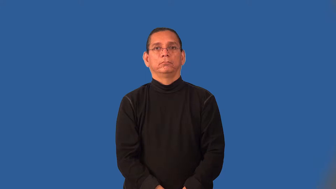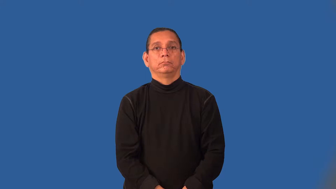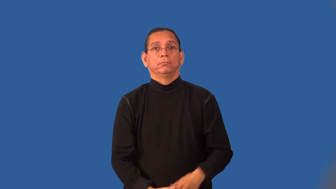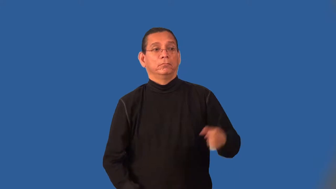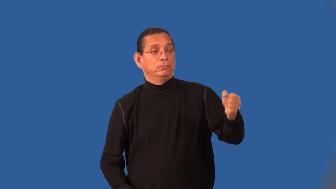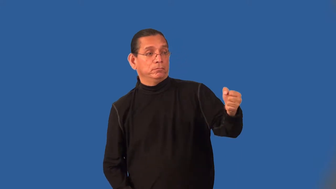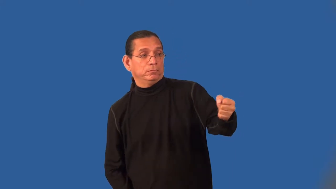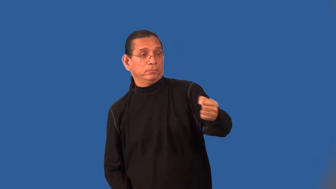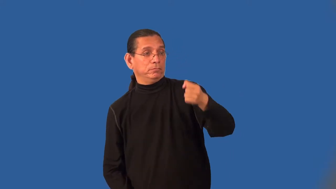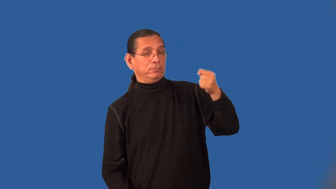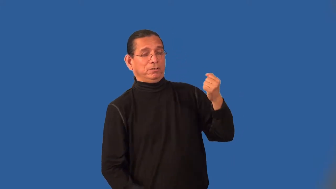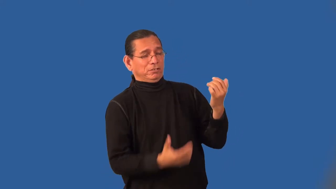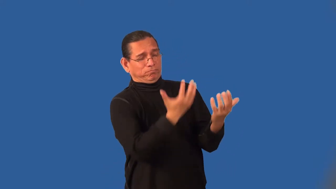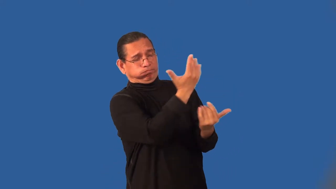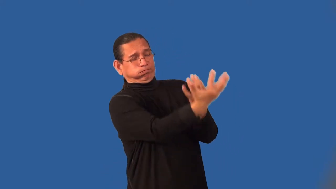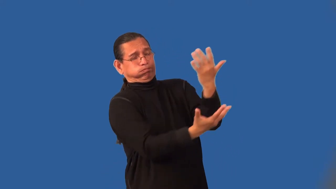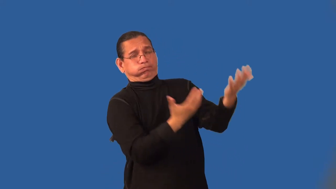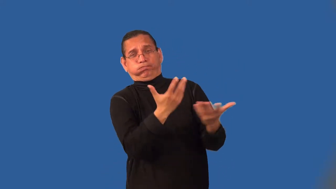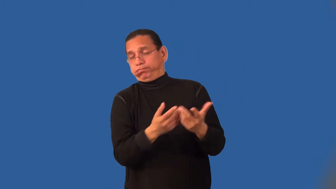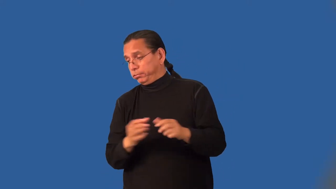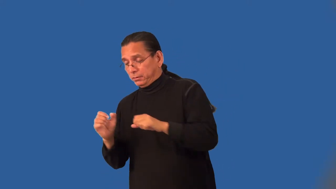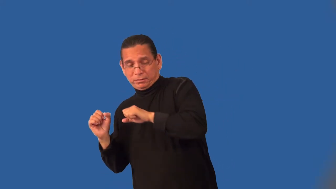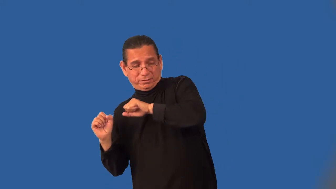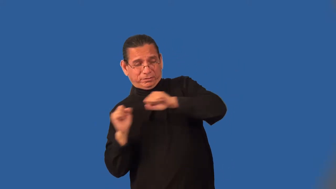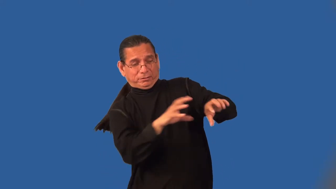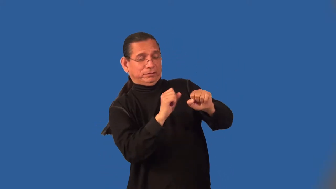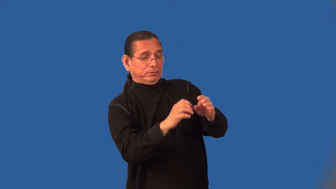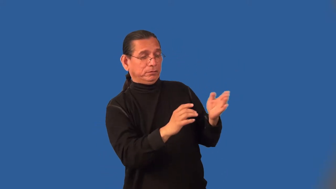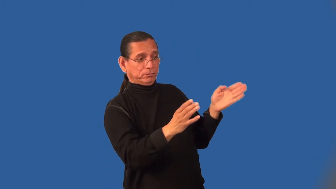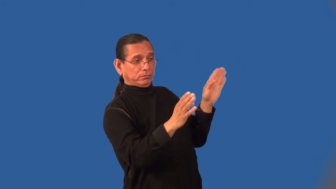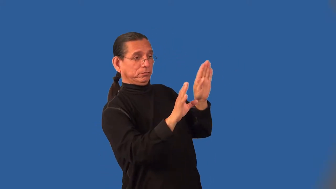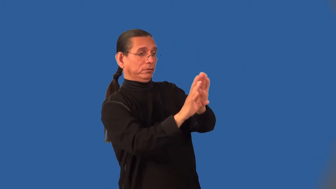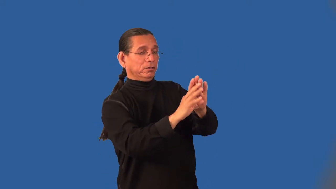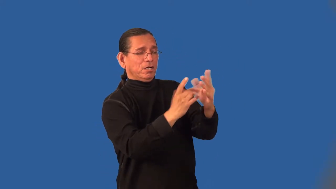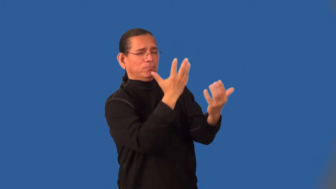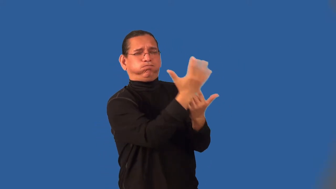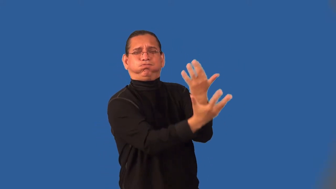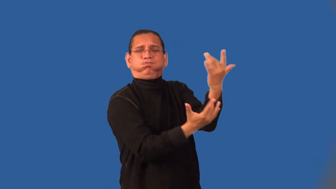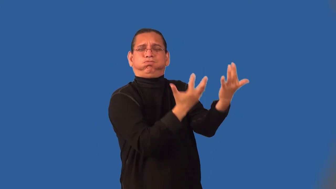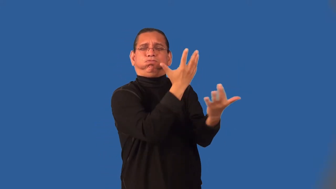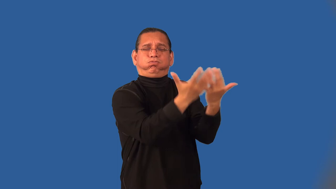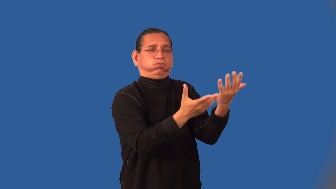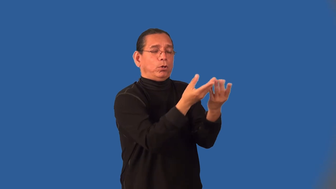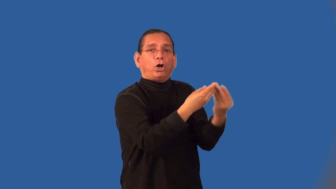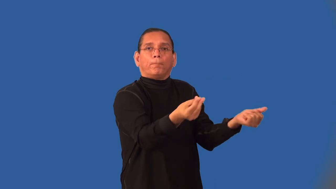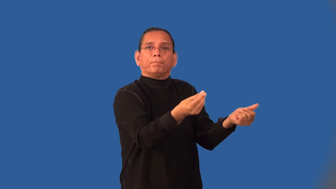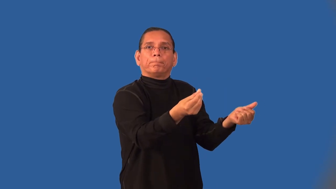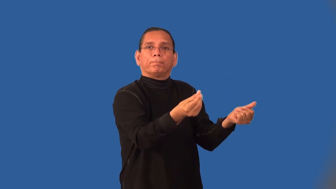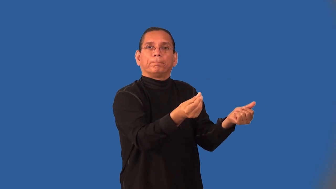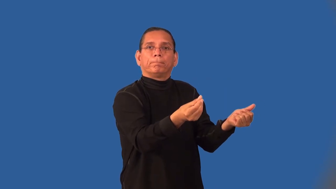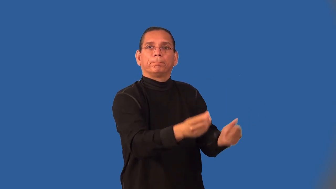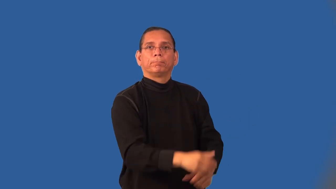incinerator